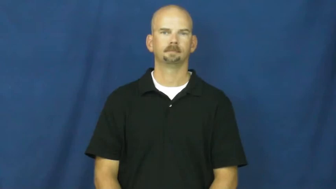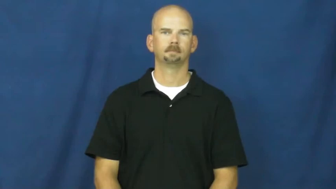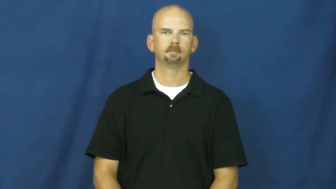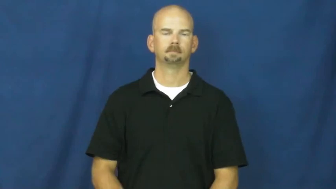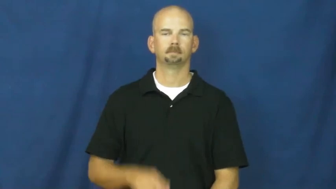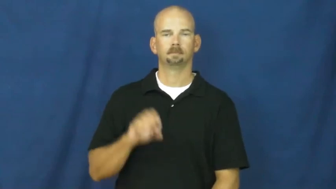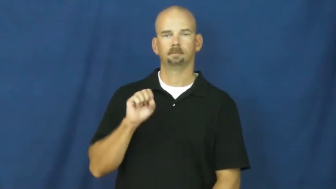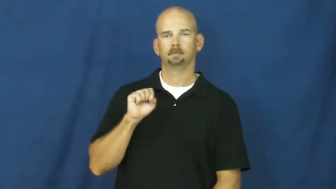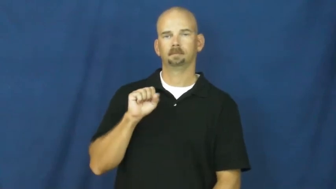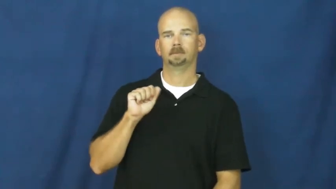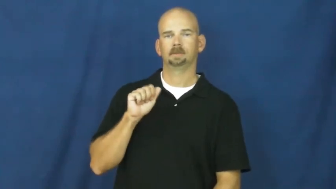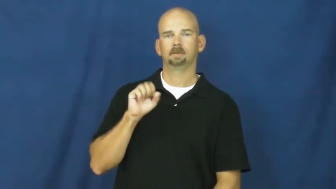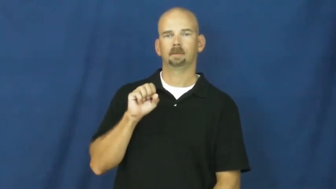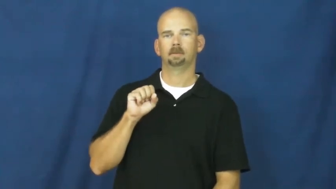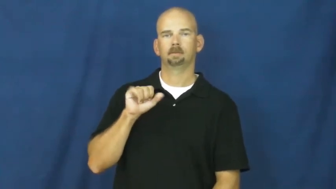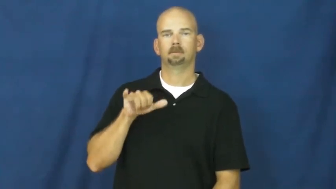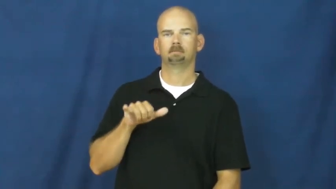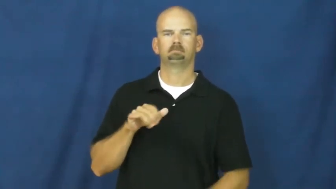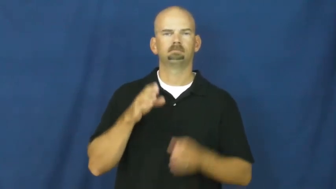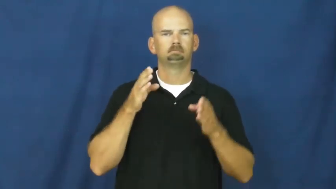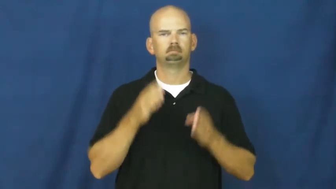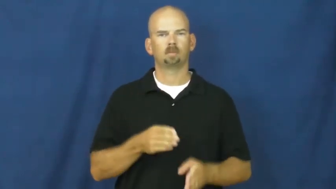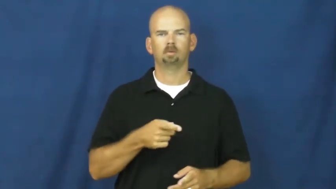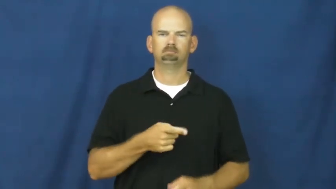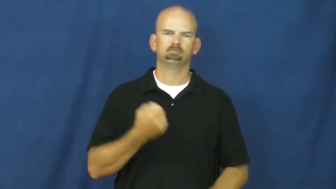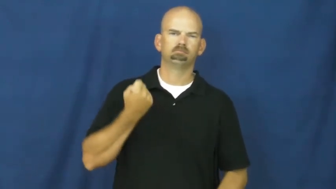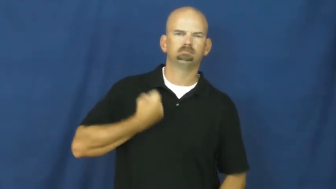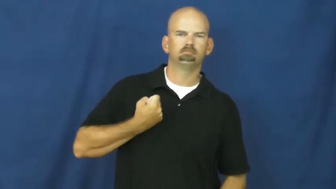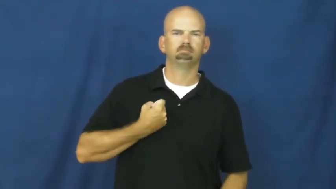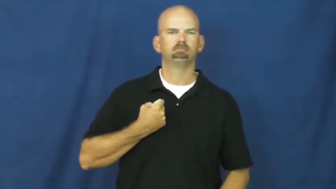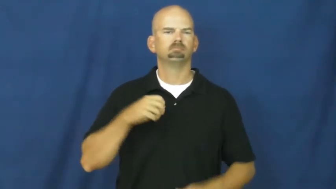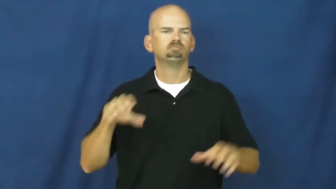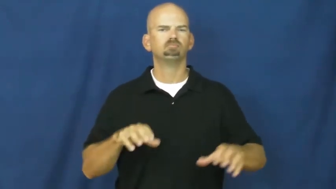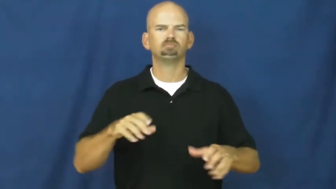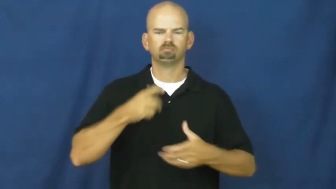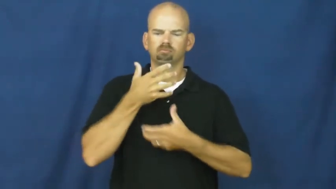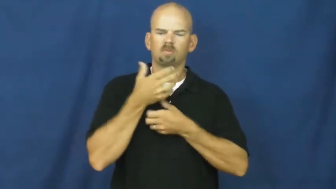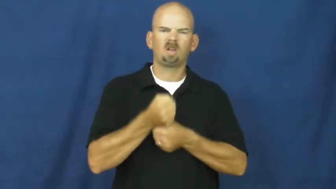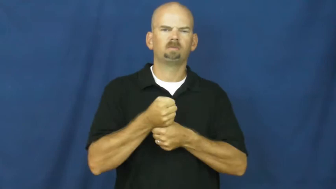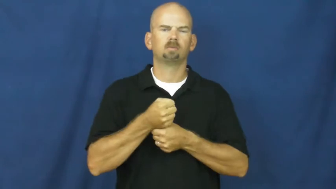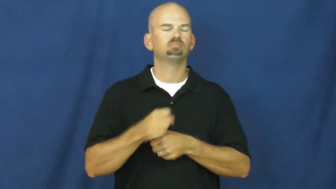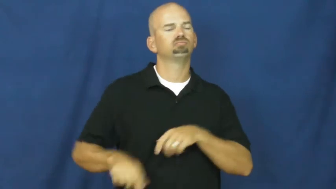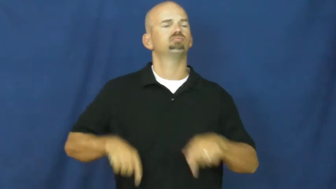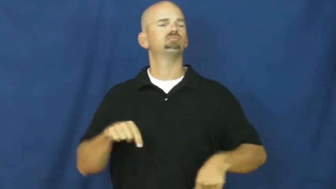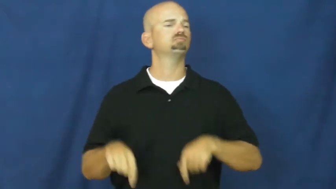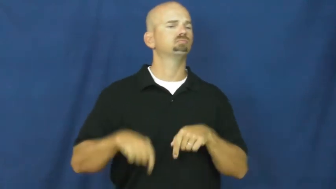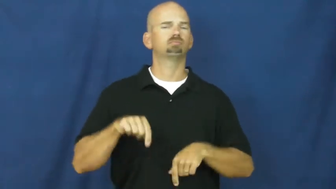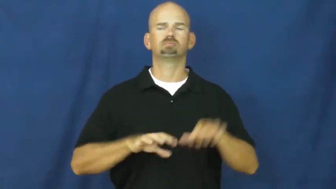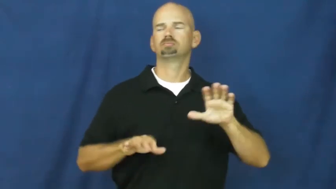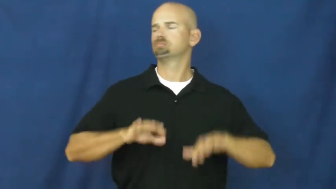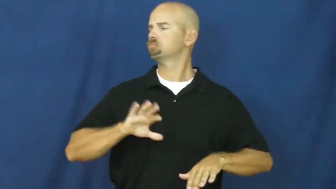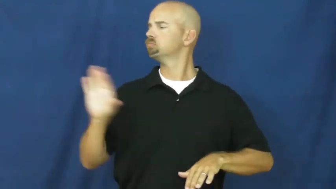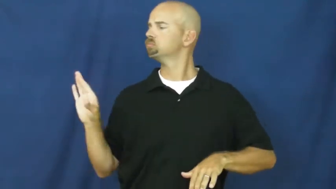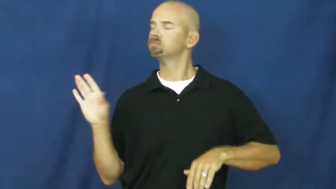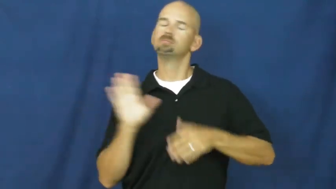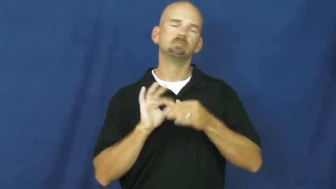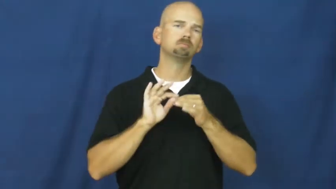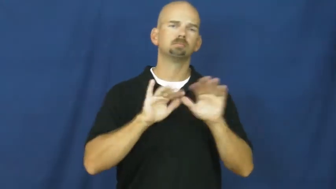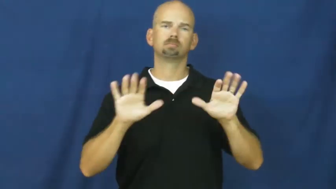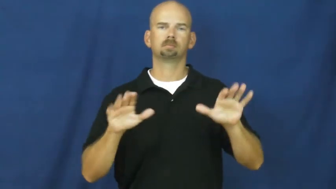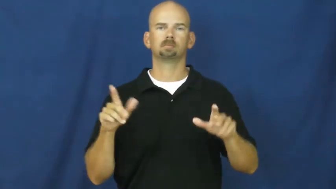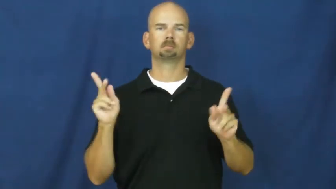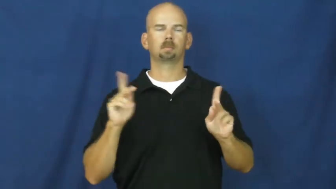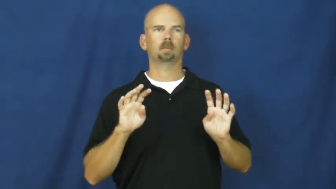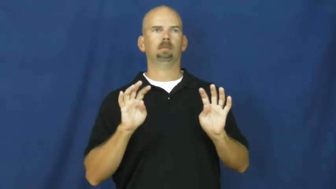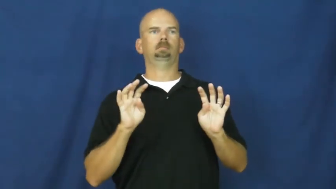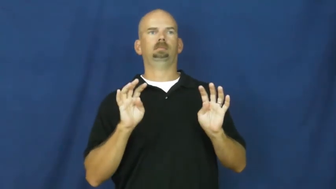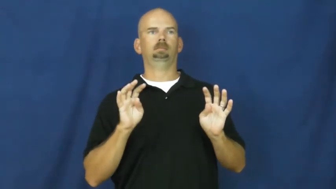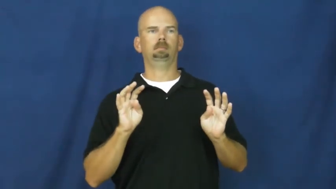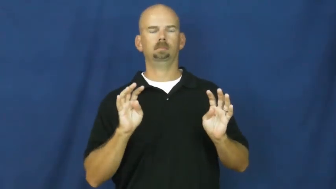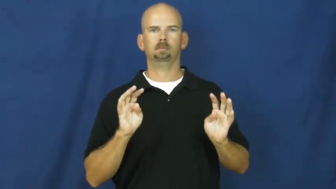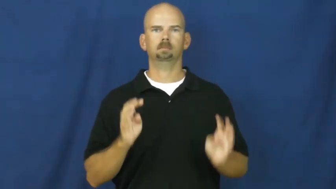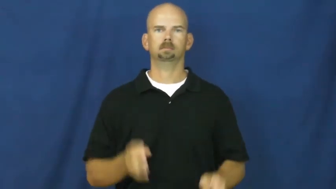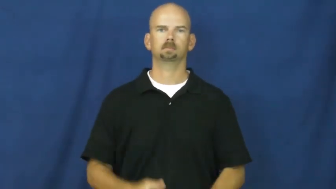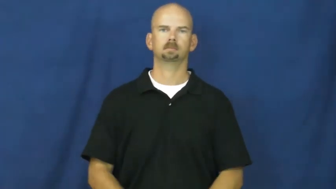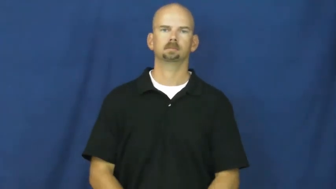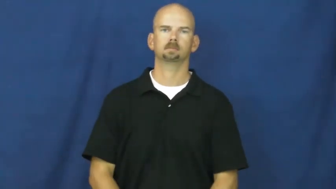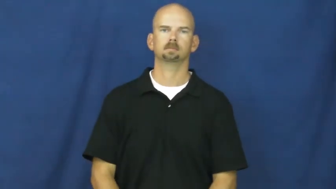sassy